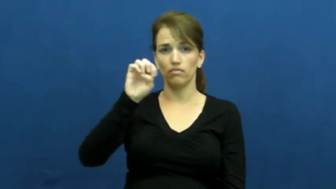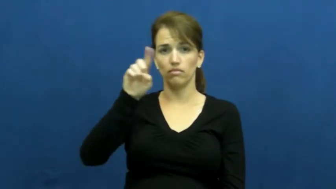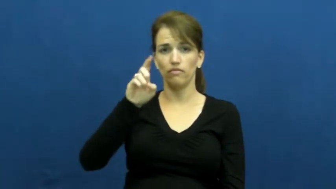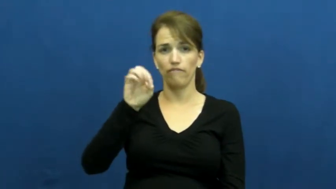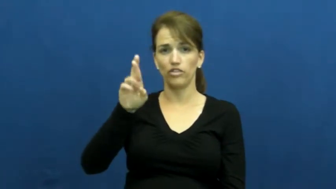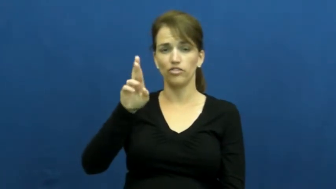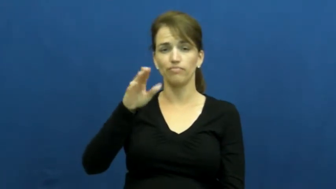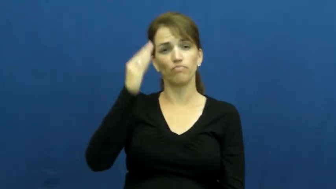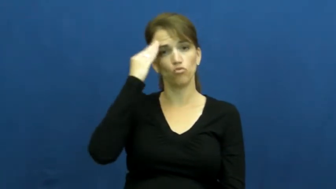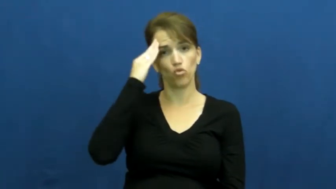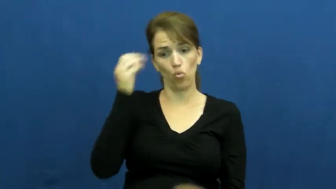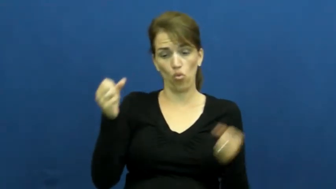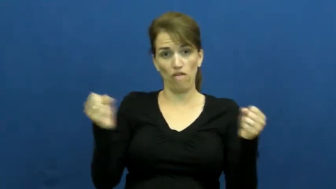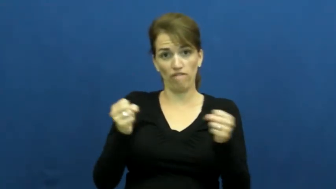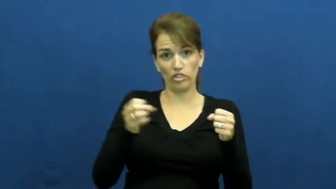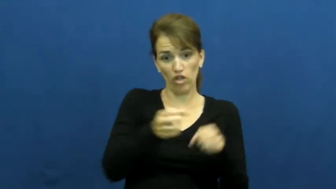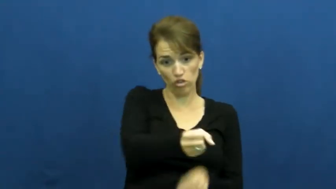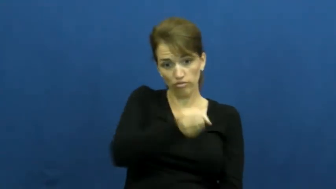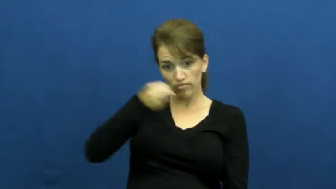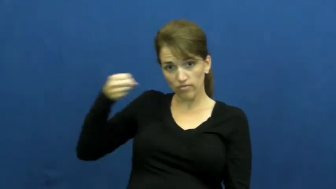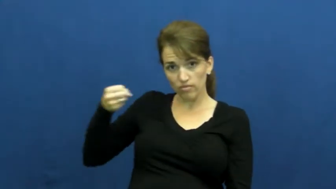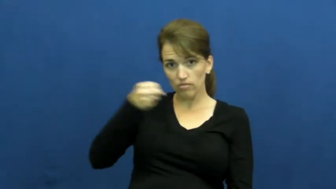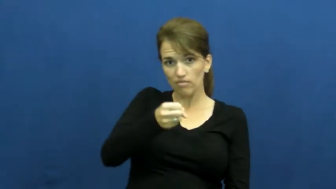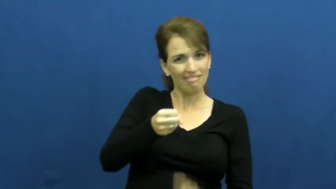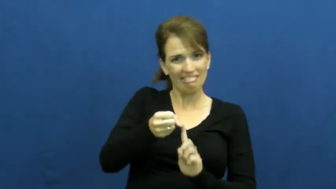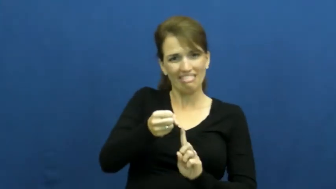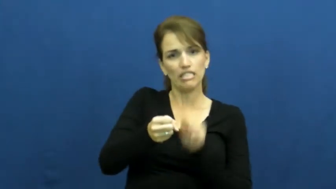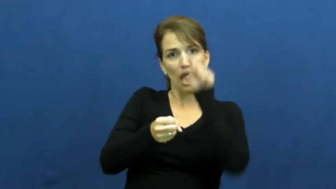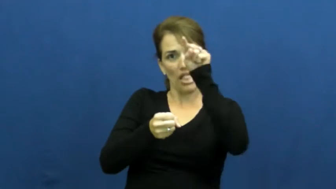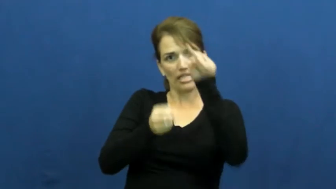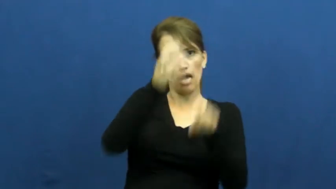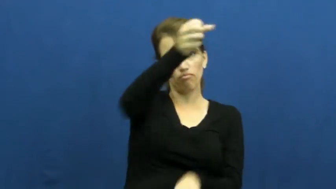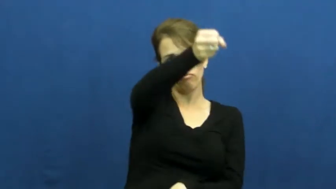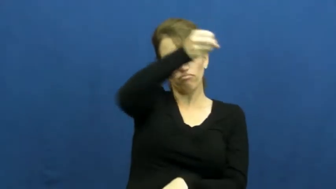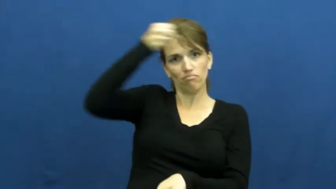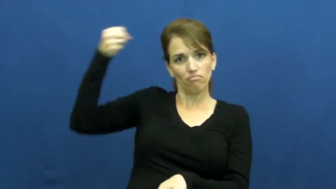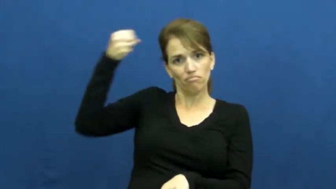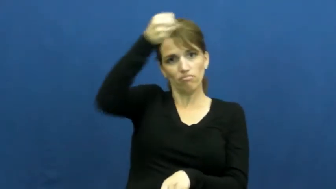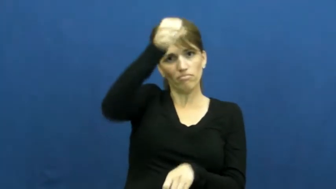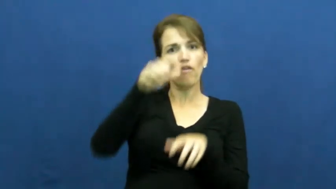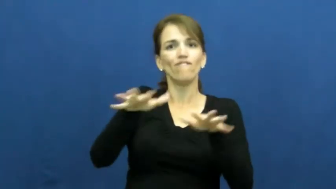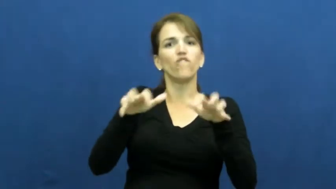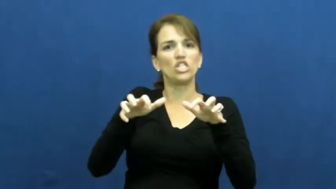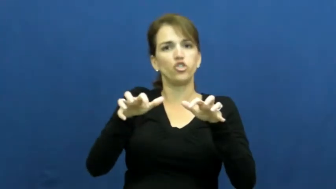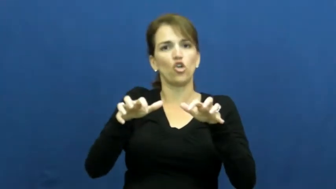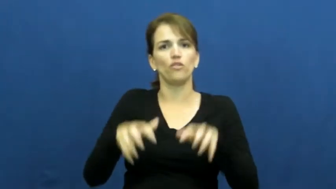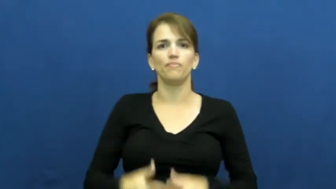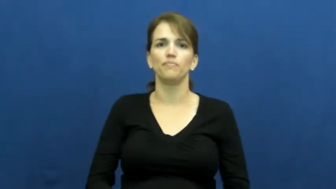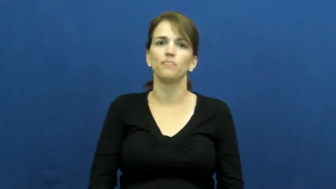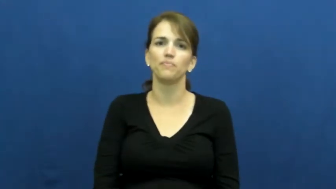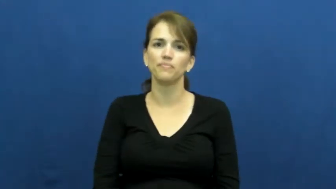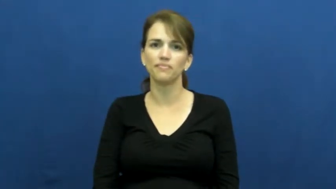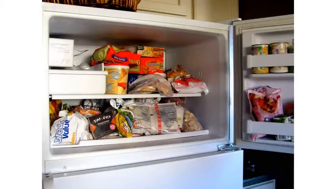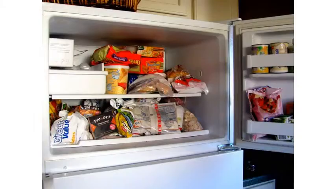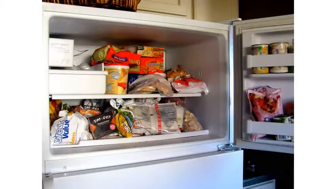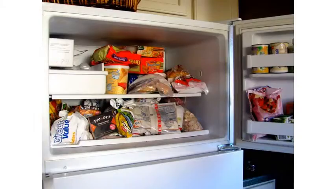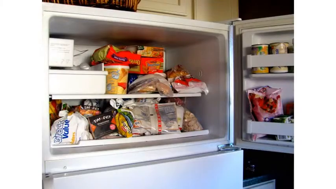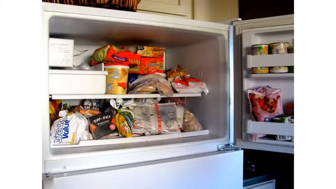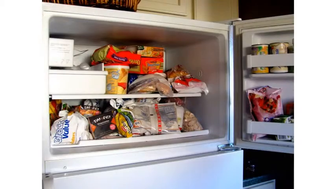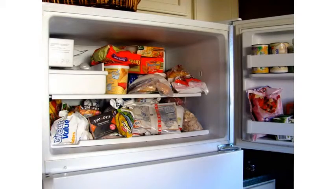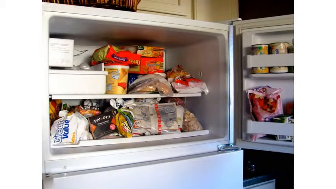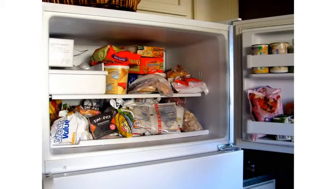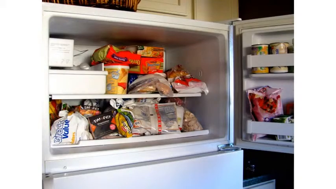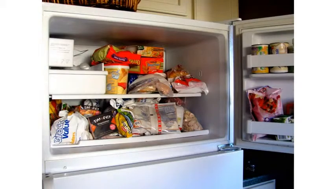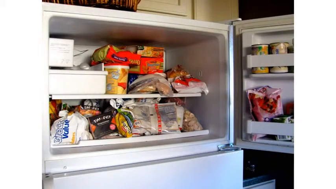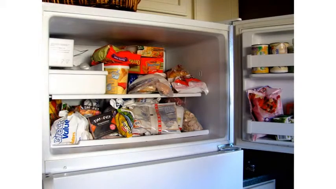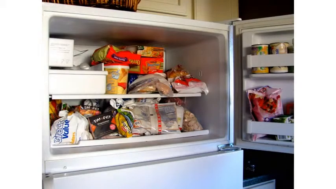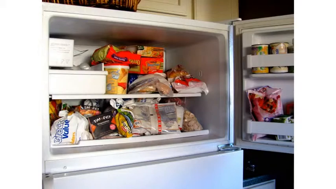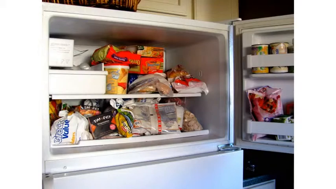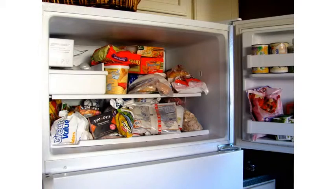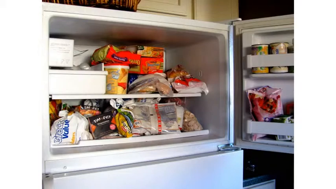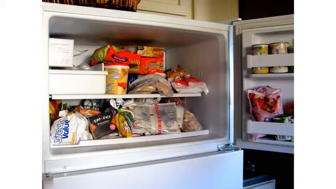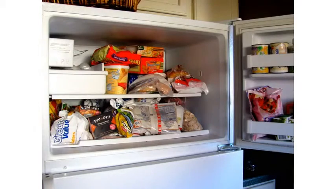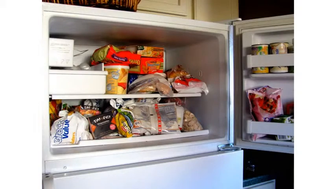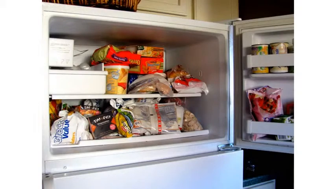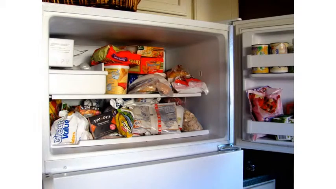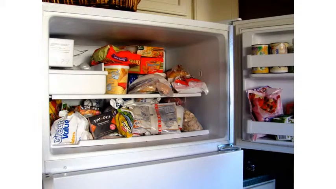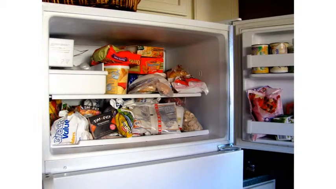freezer,deep freeze